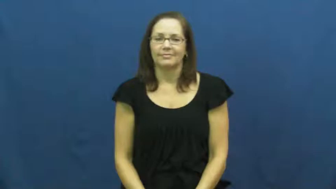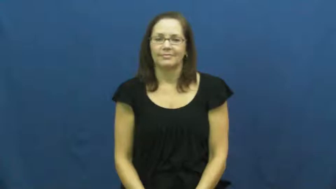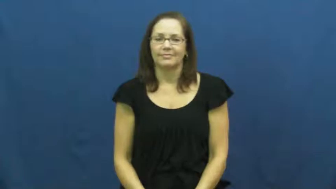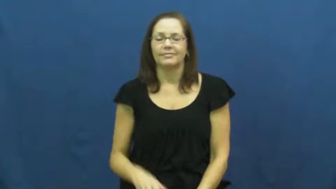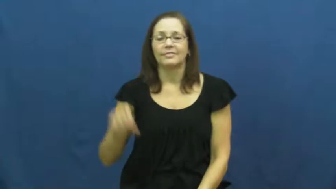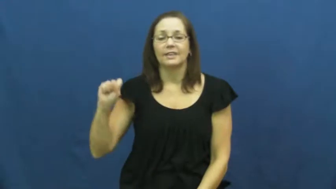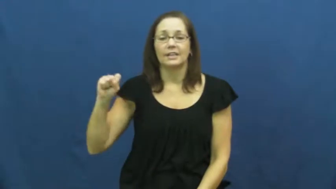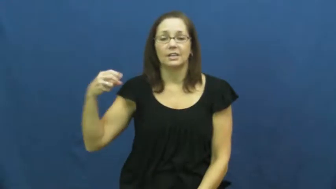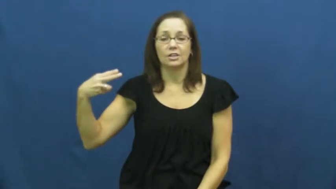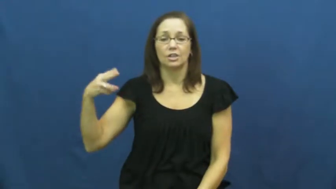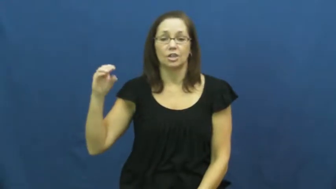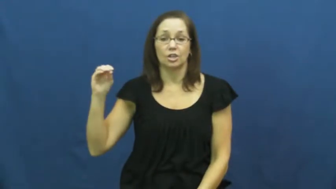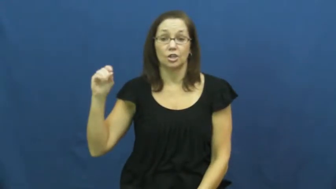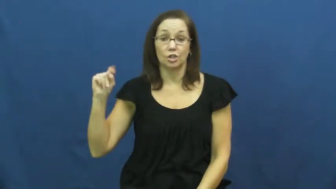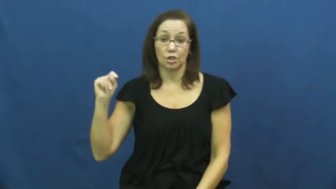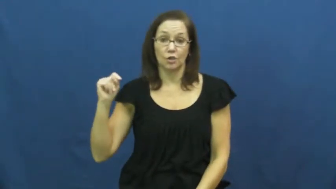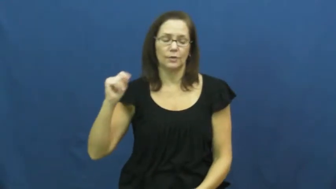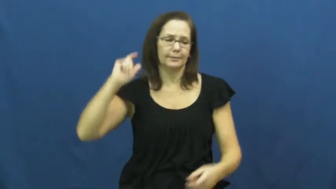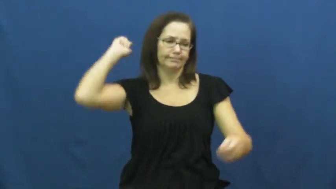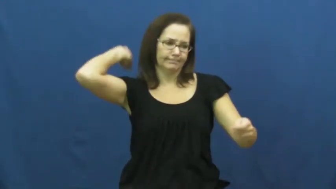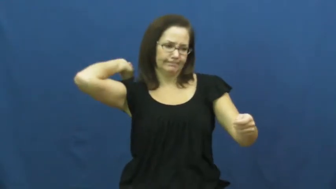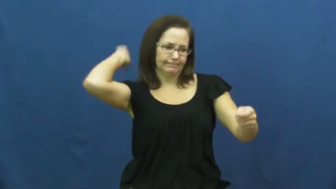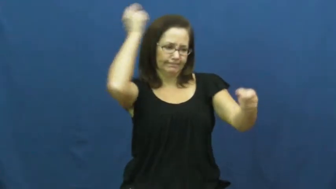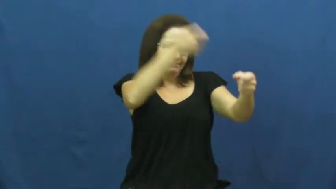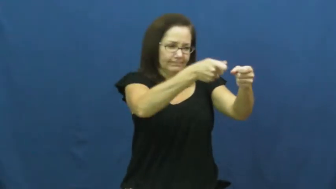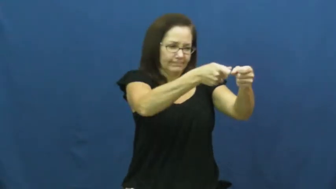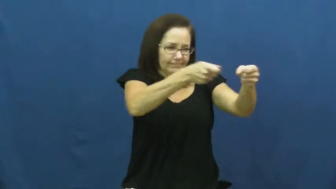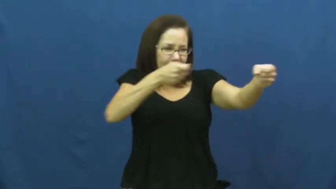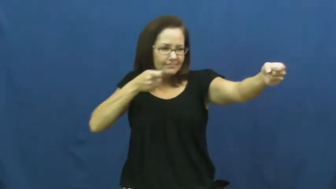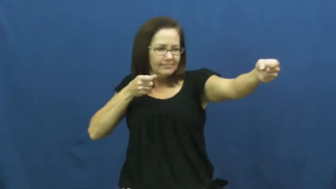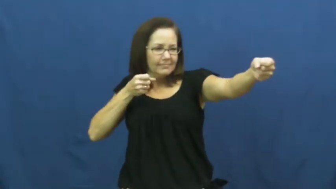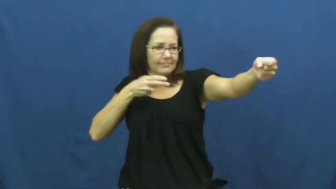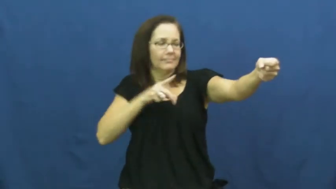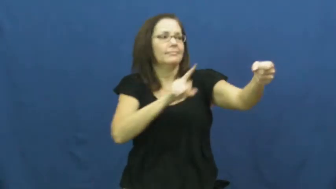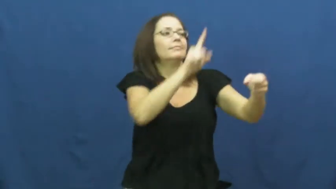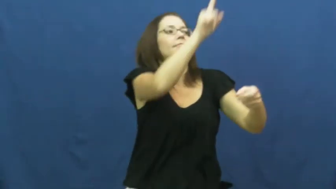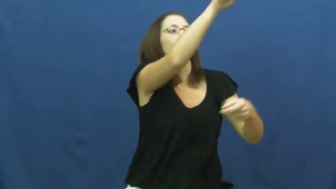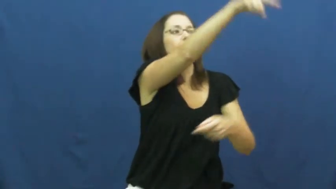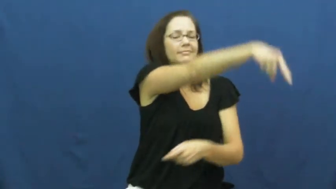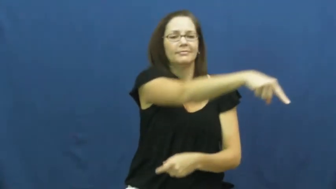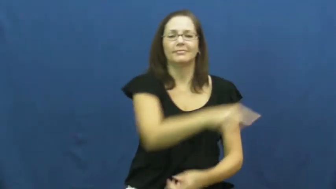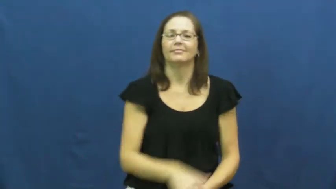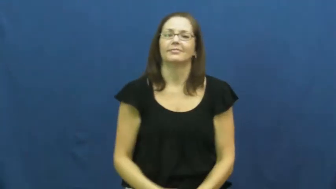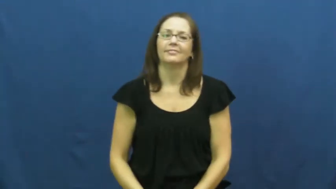shoot-arrow